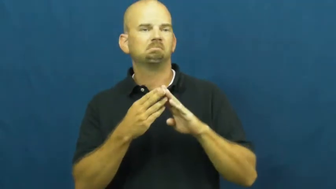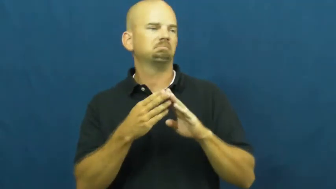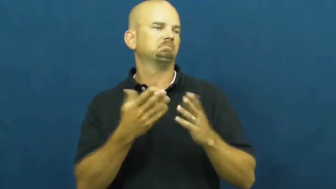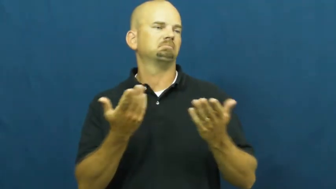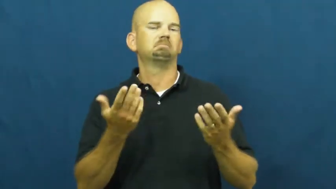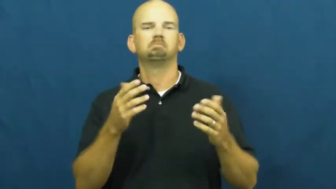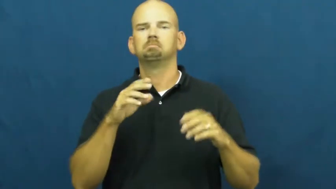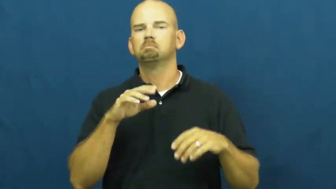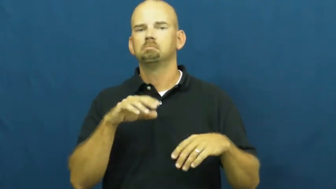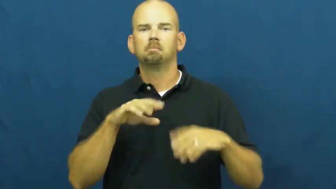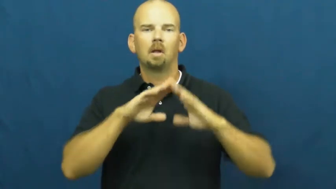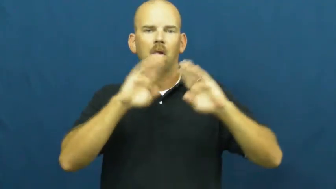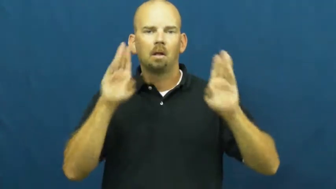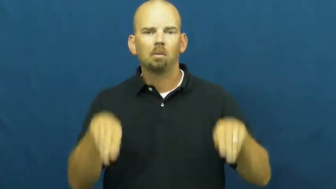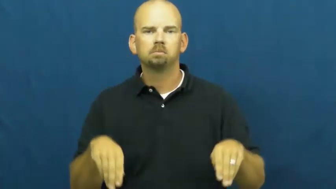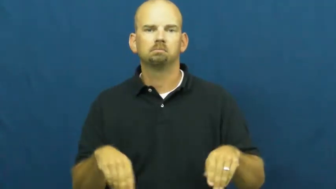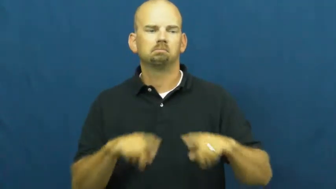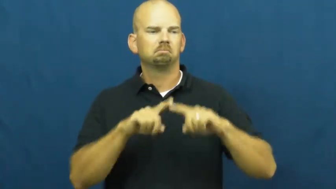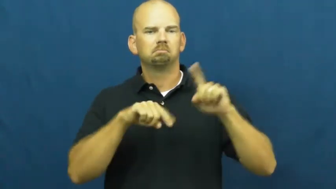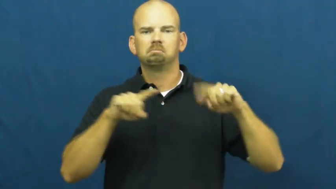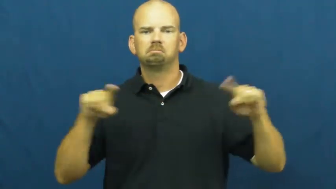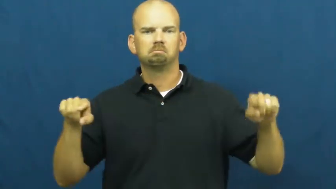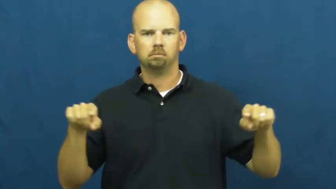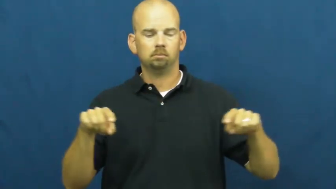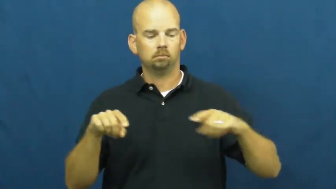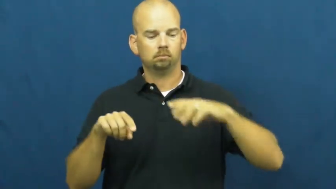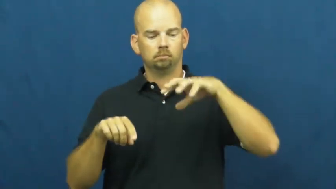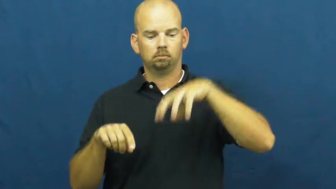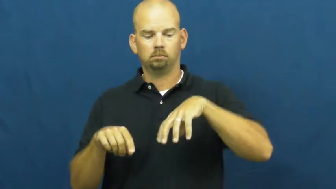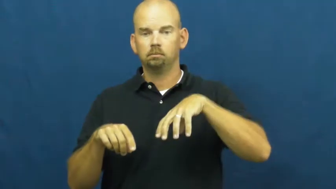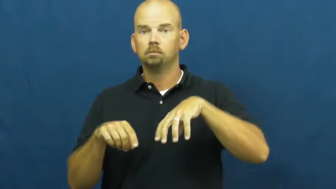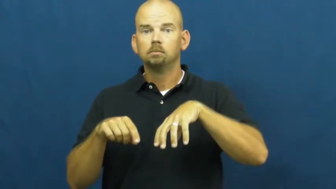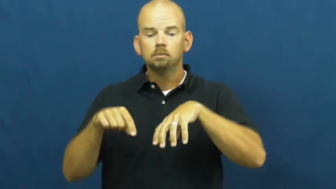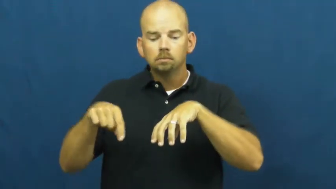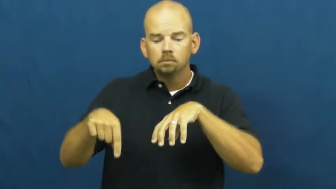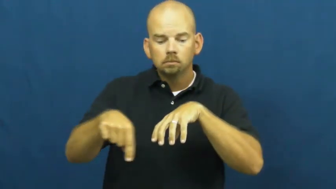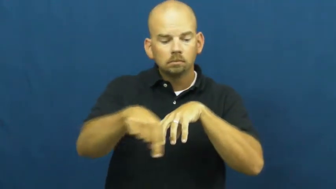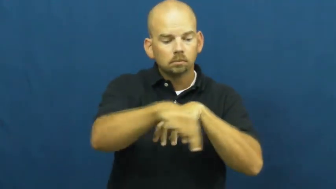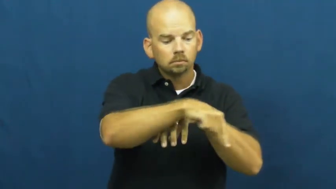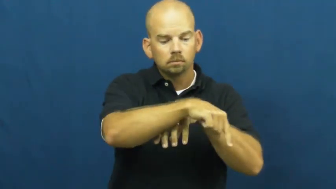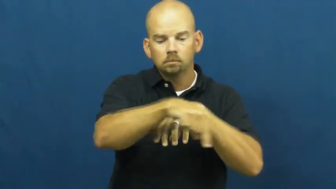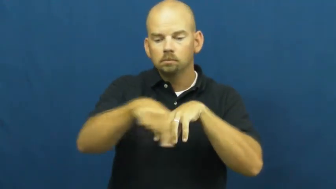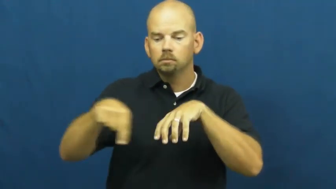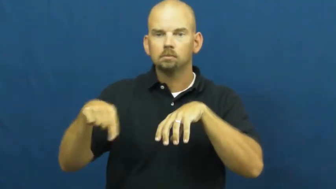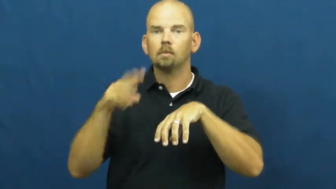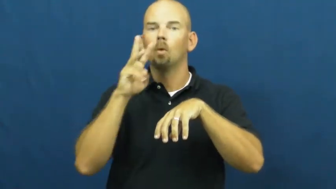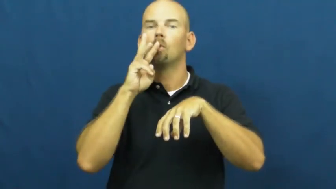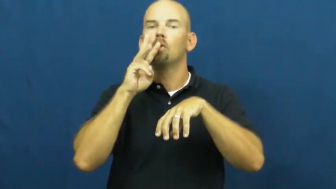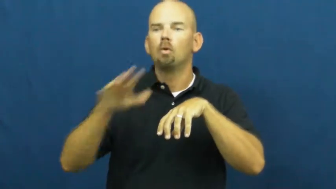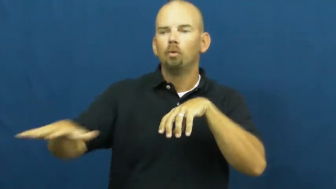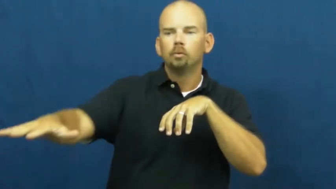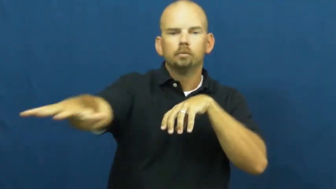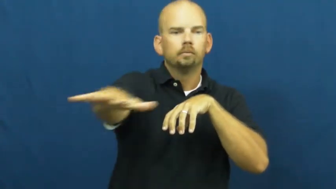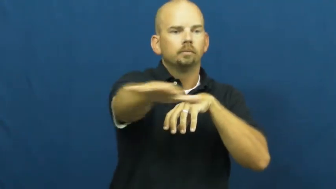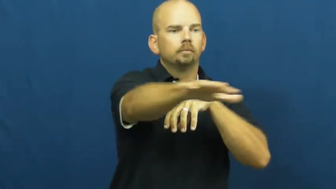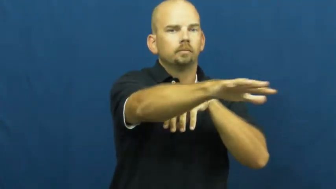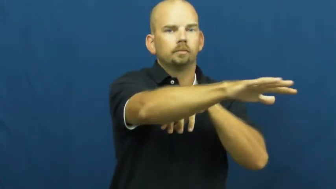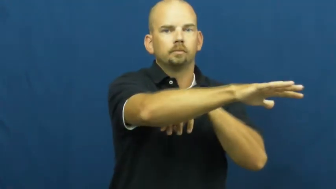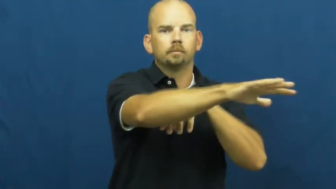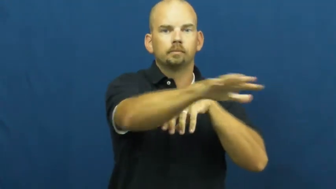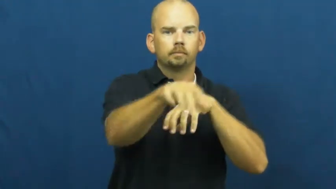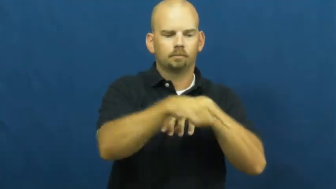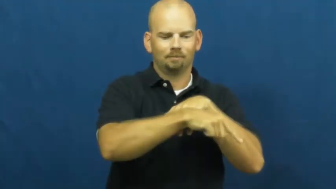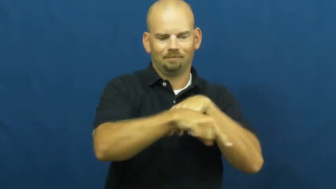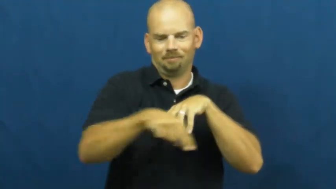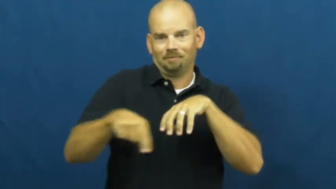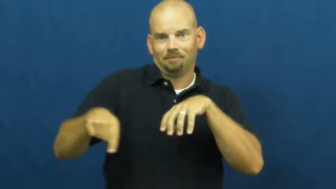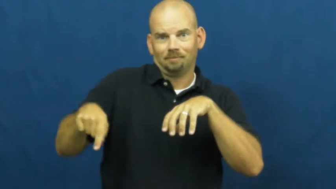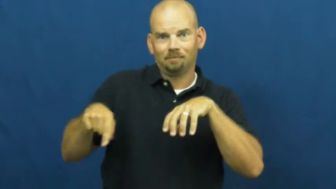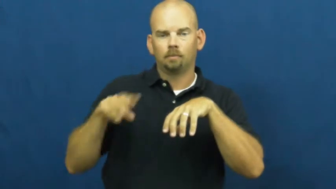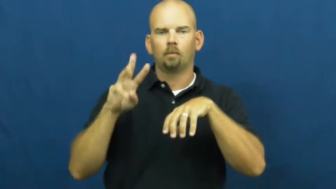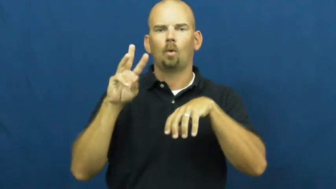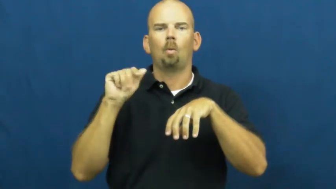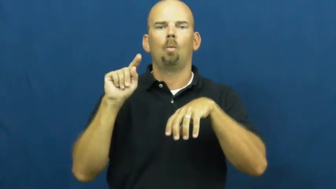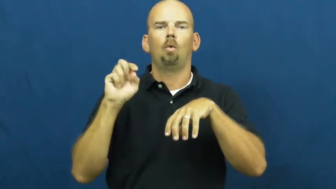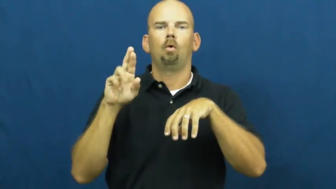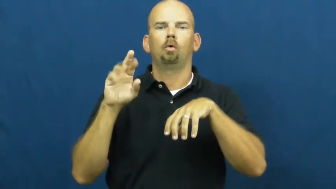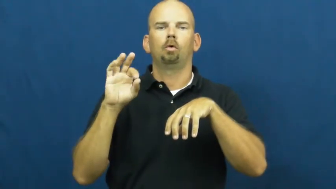waterfront